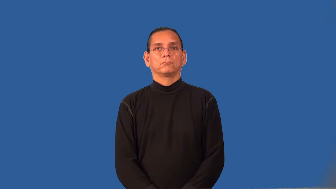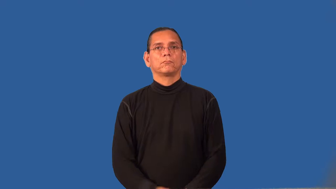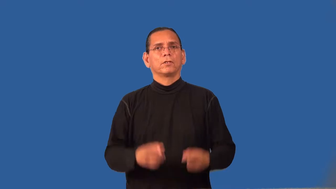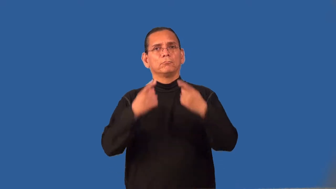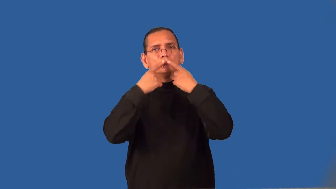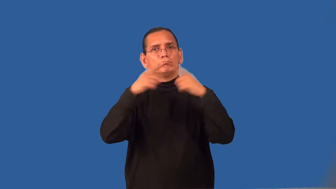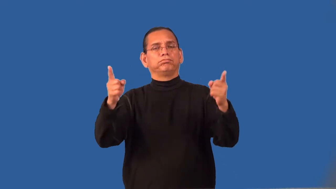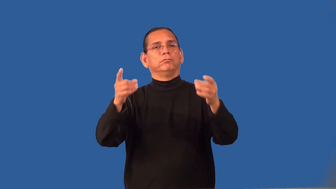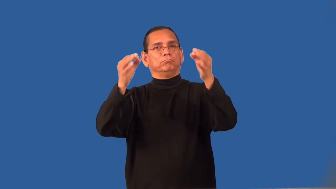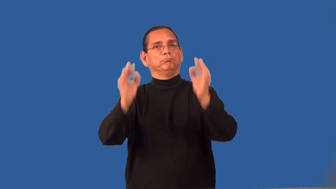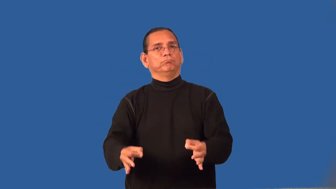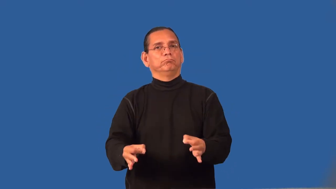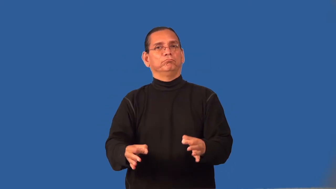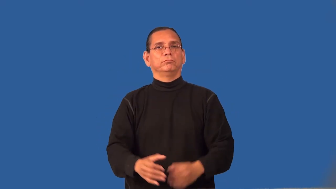render-announce decision